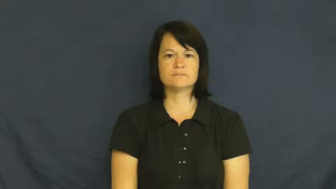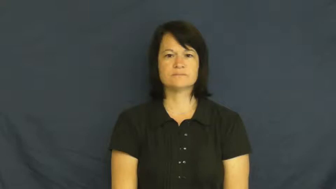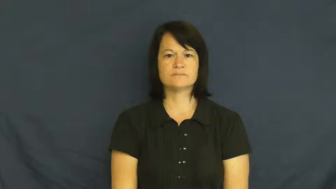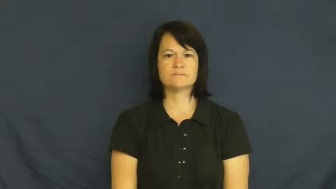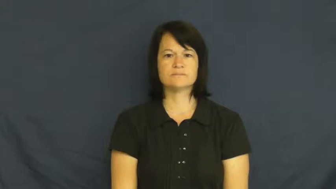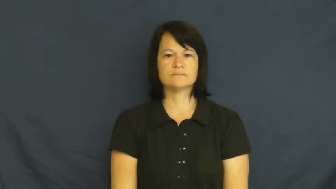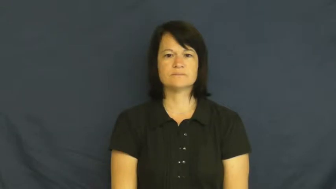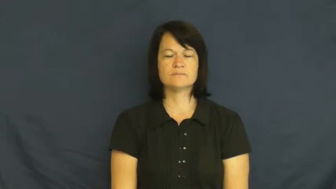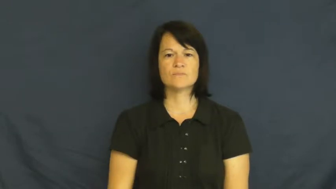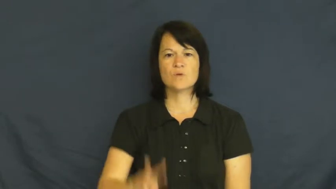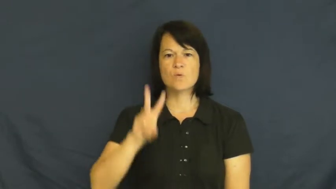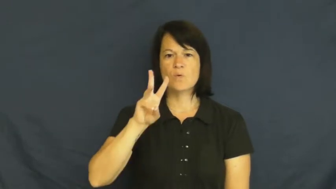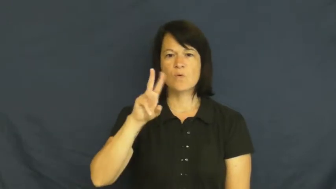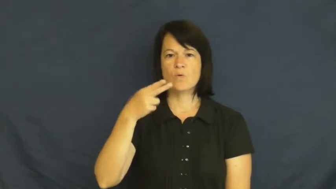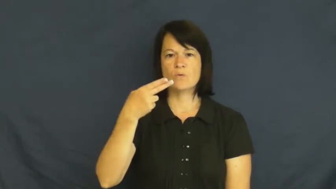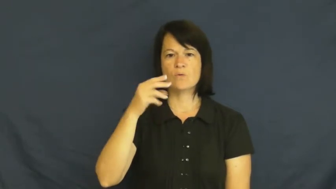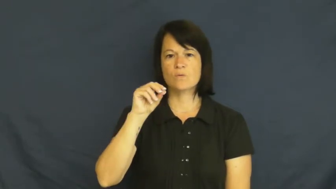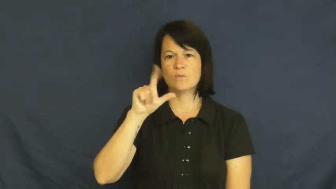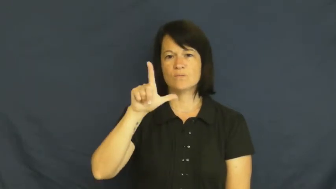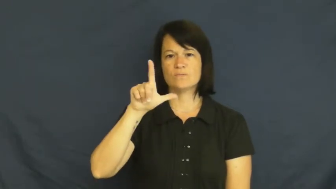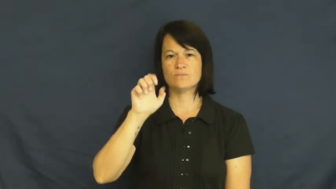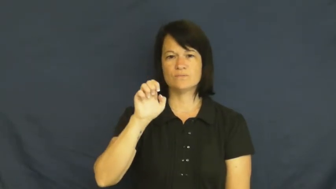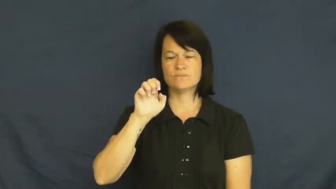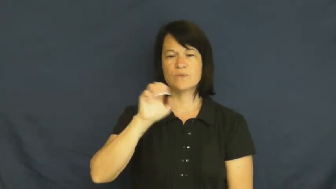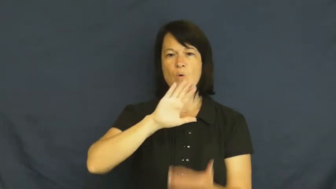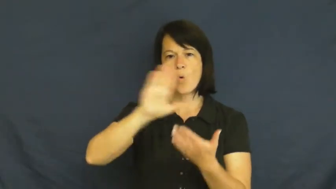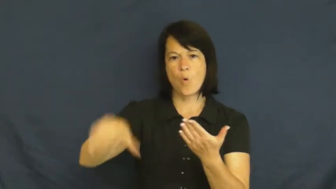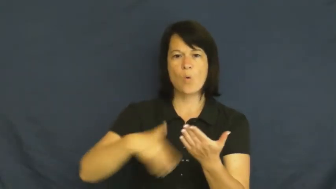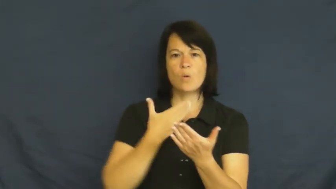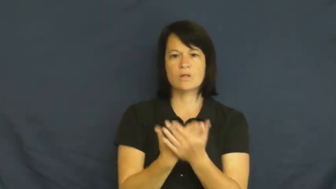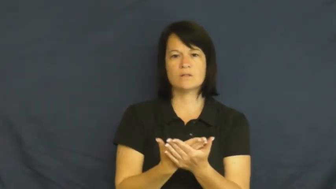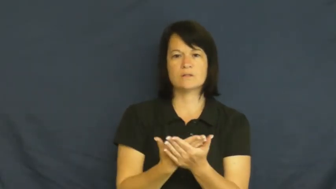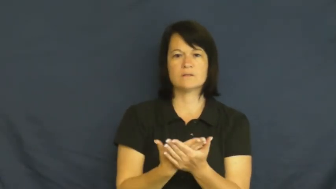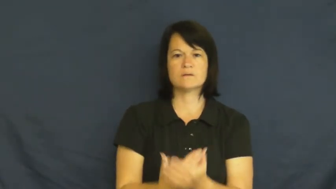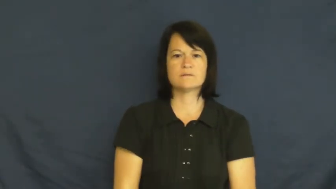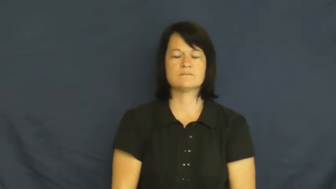whole